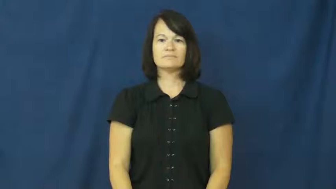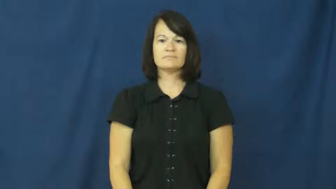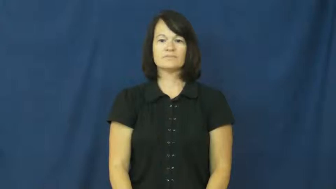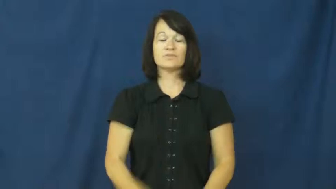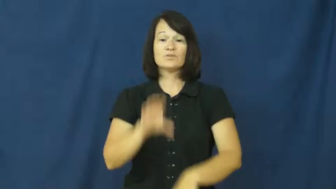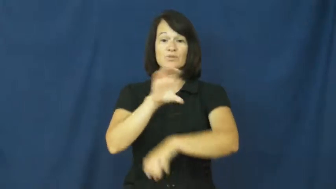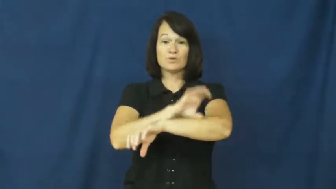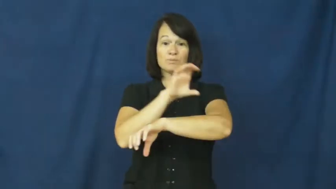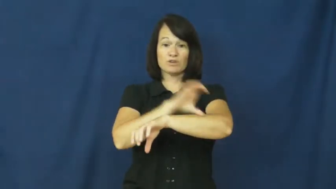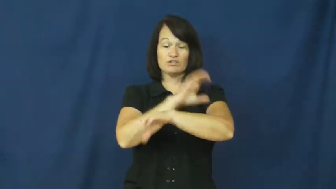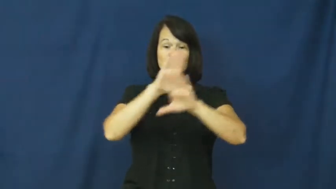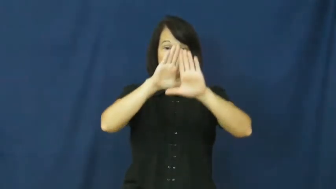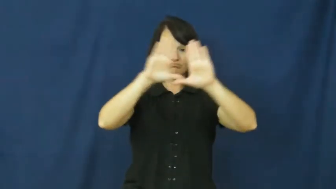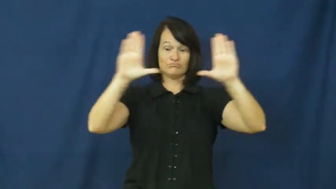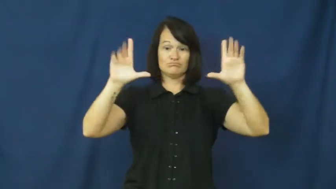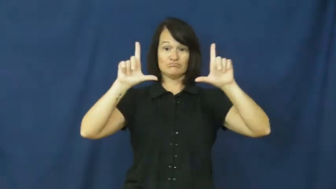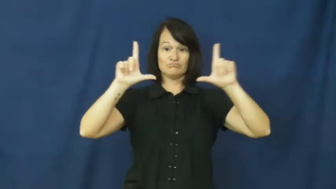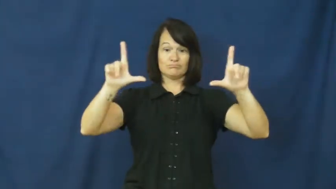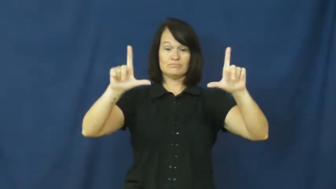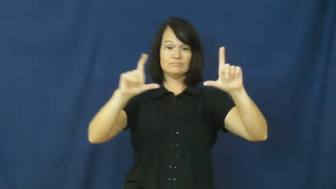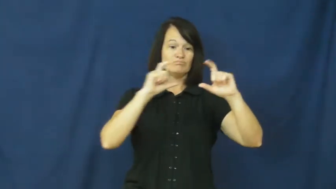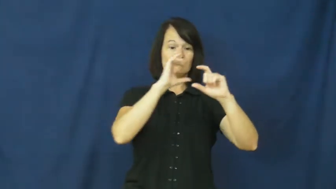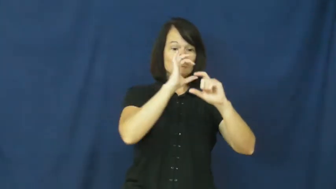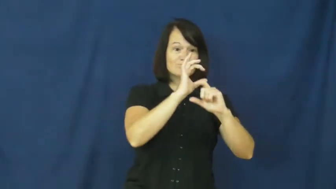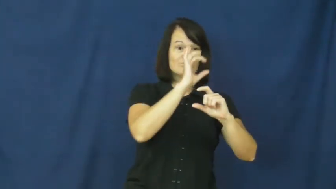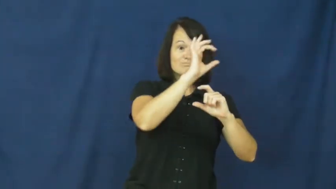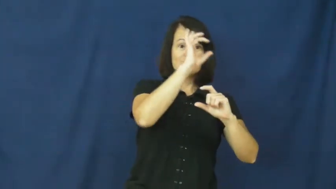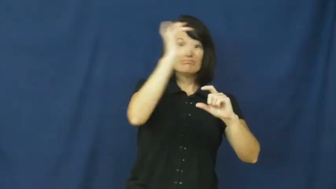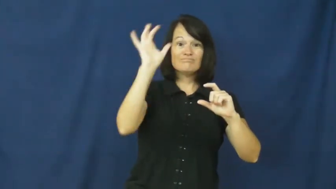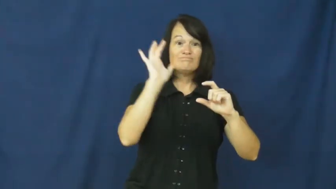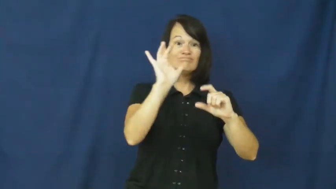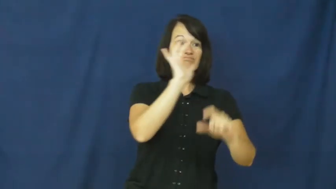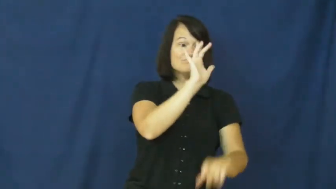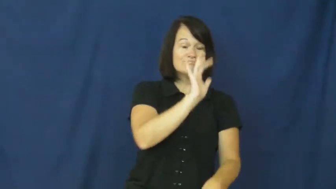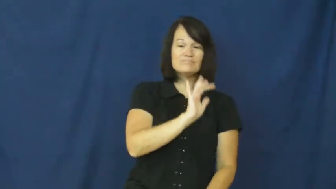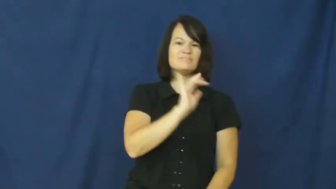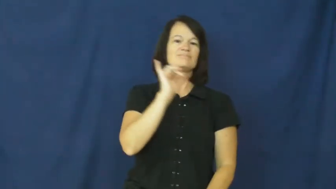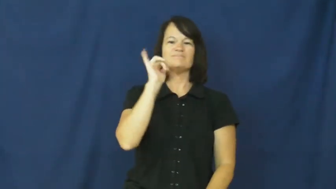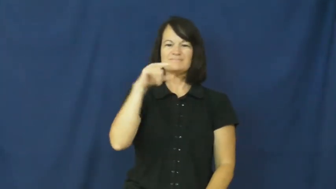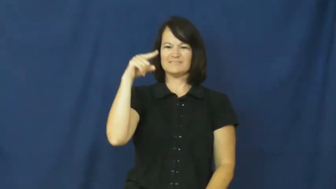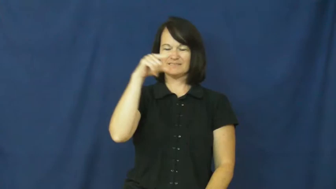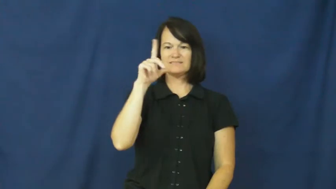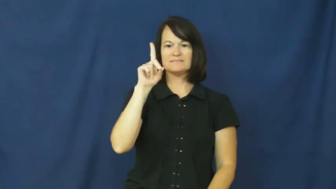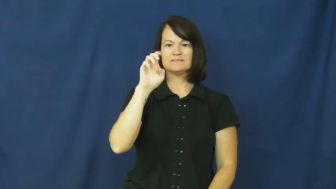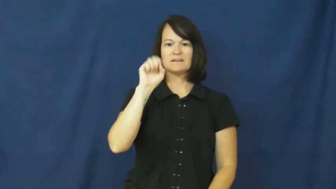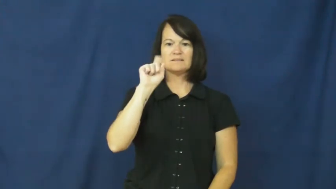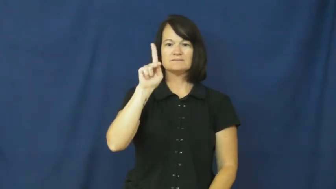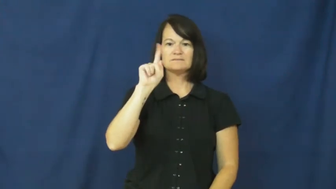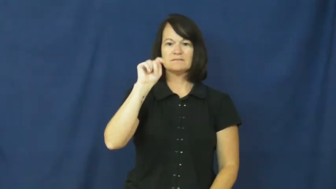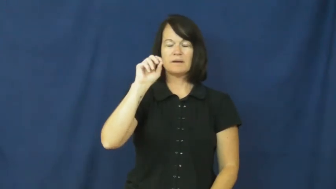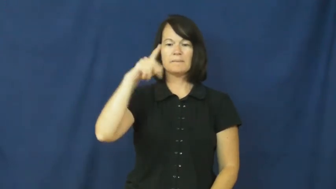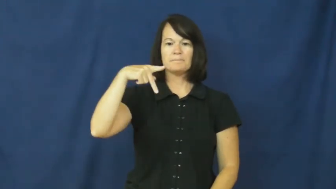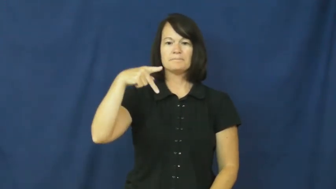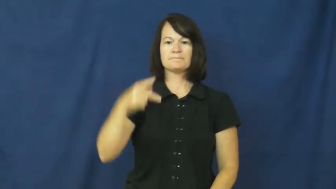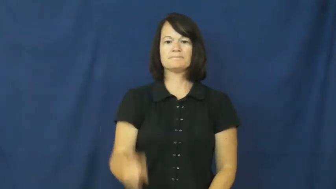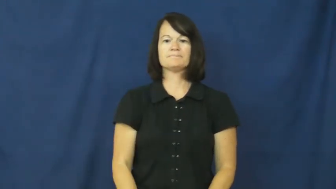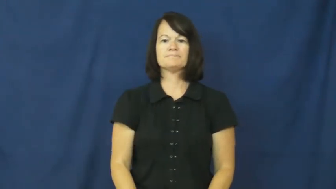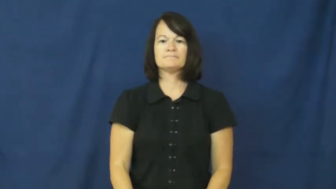desktop